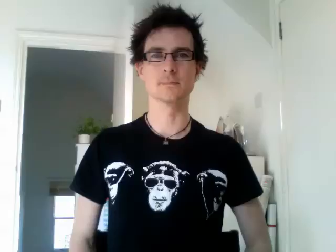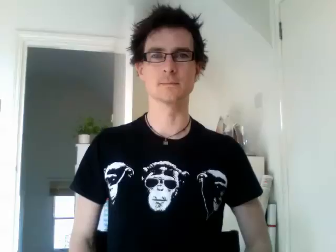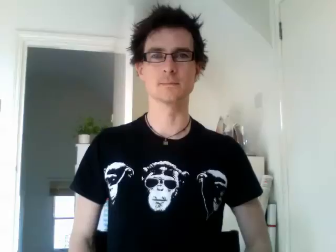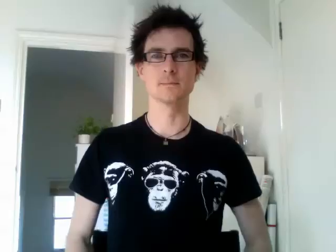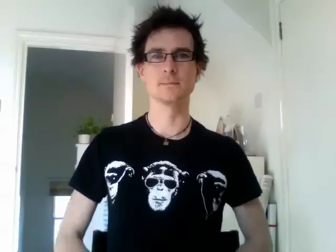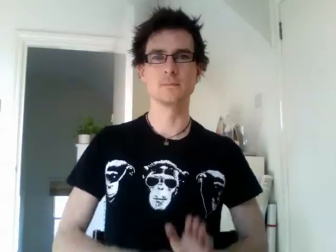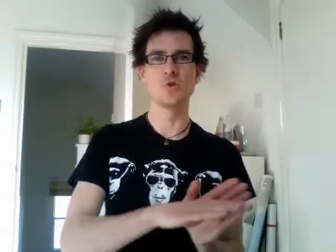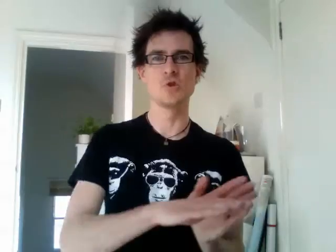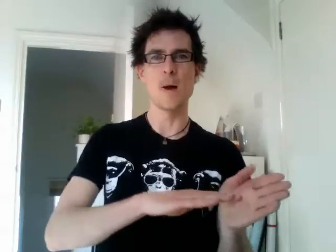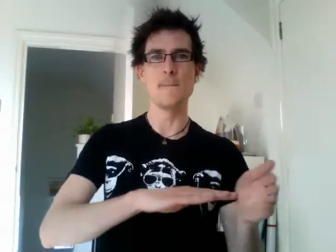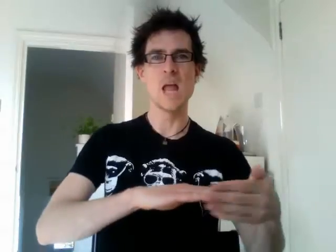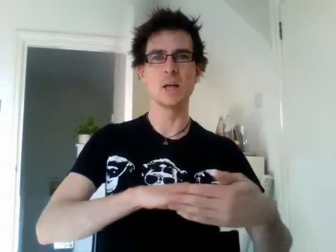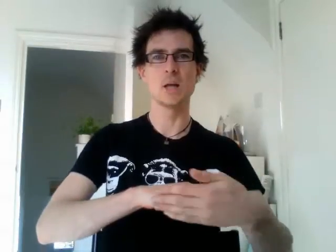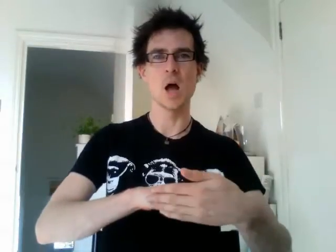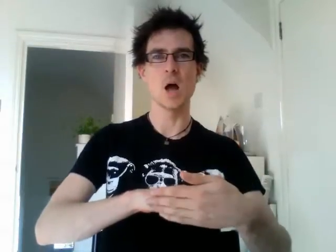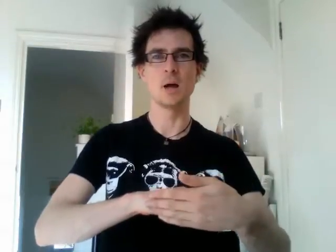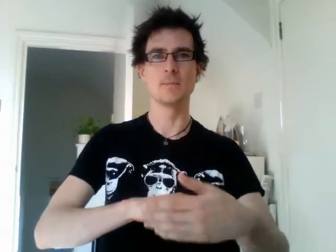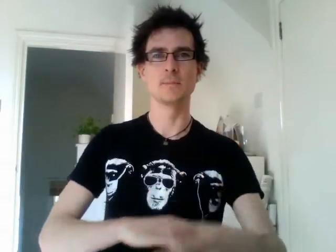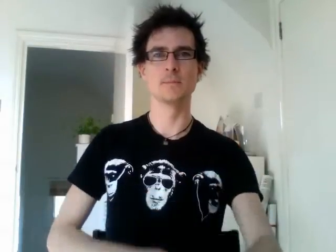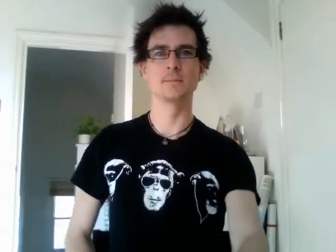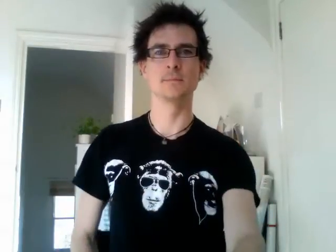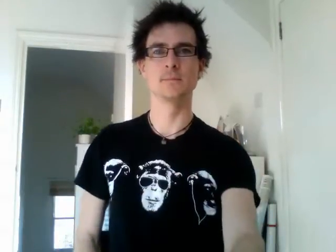jamaica